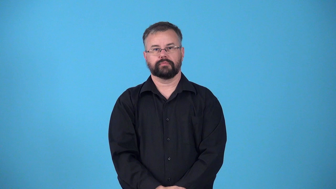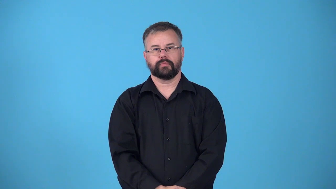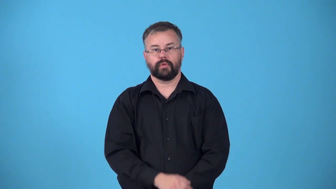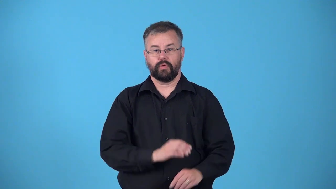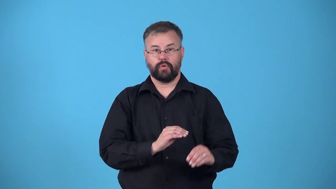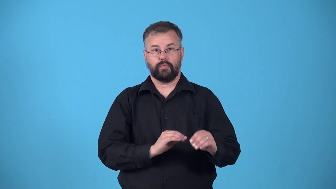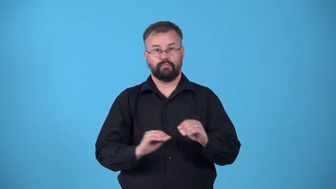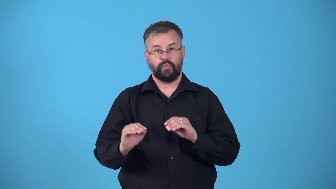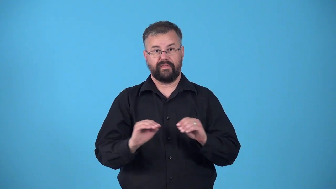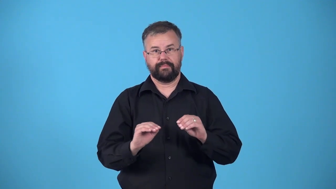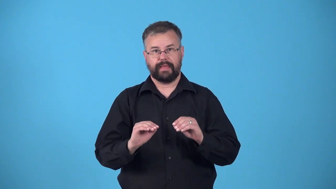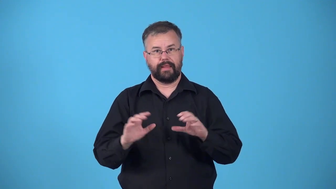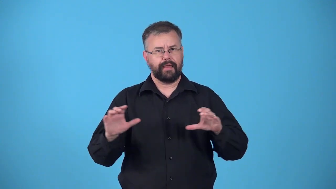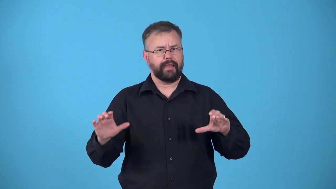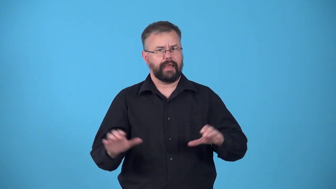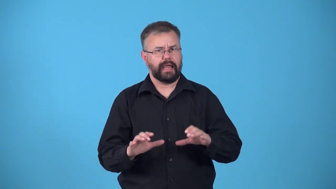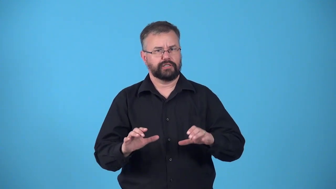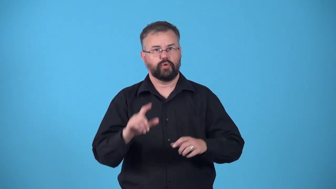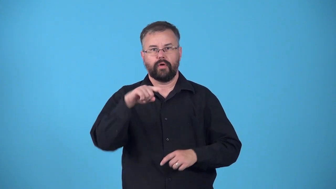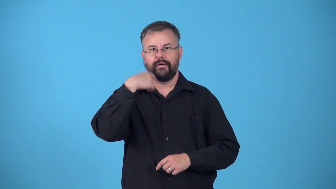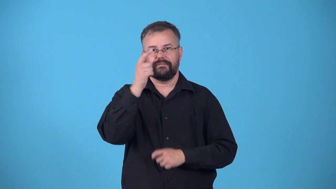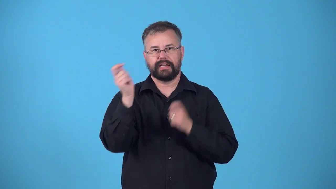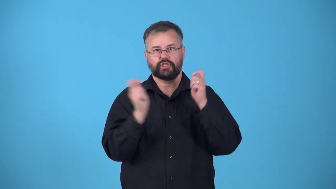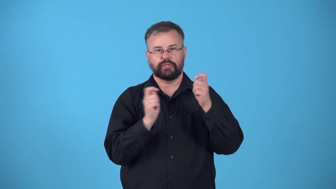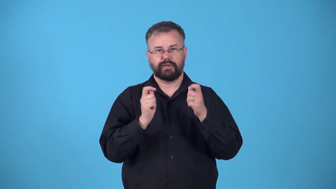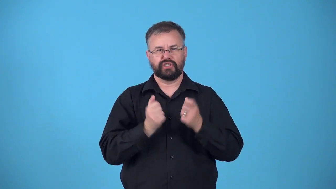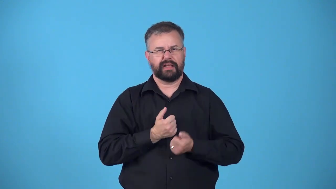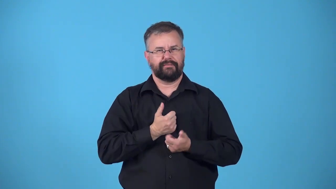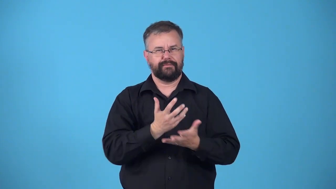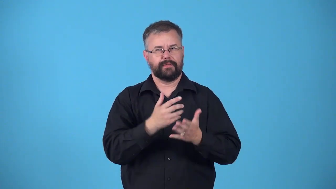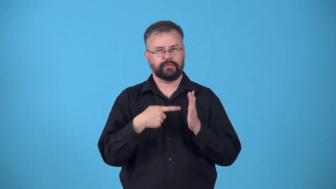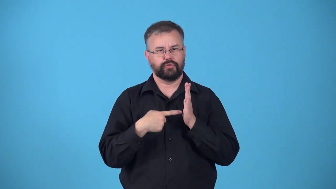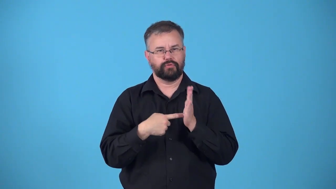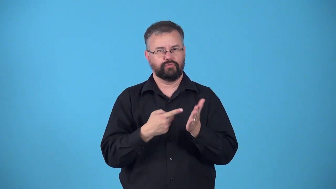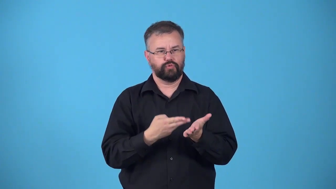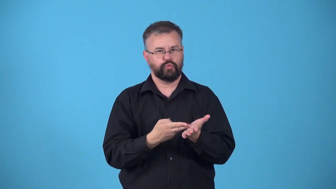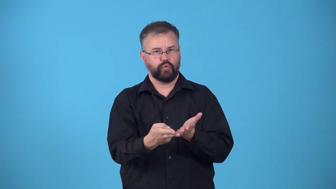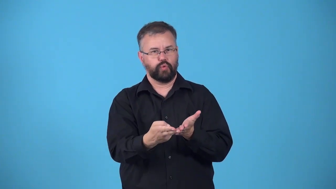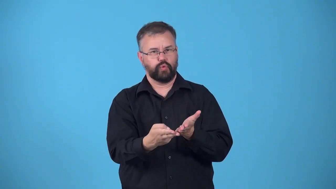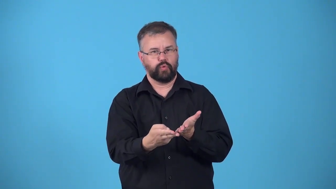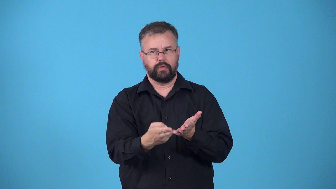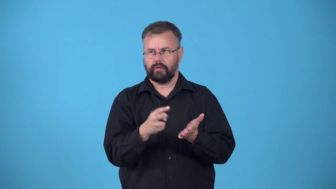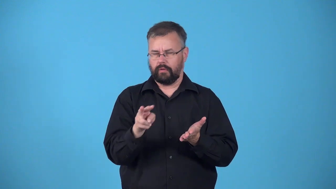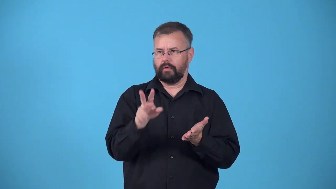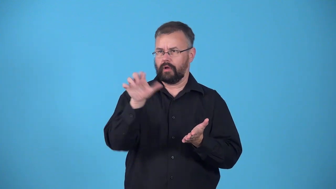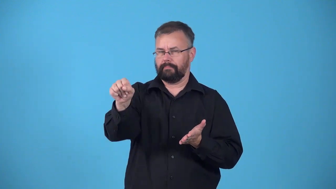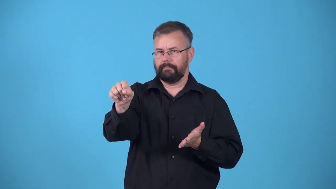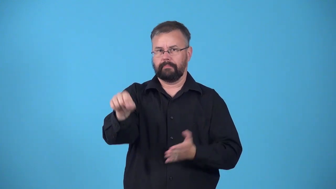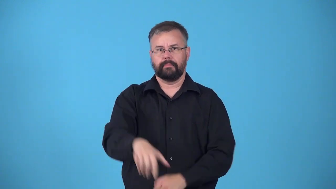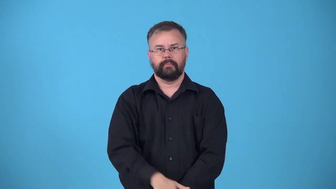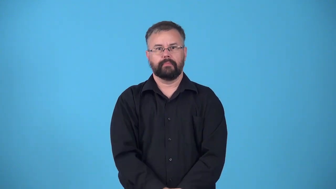giveaway-hint